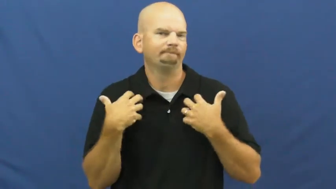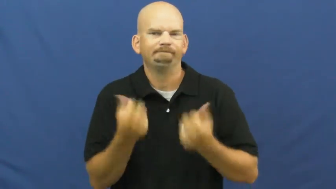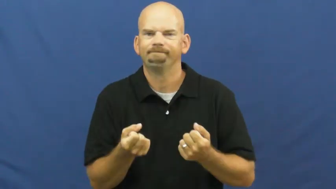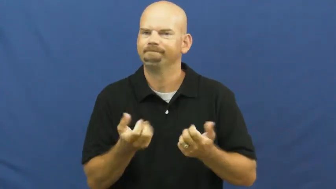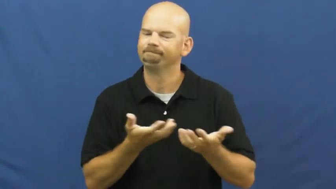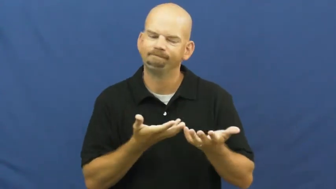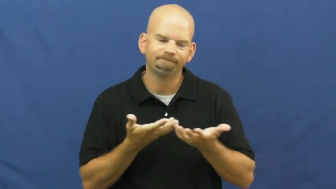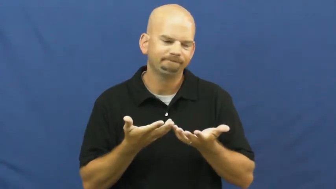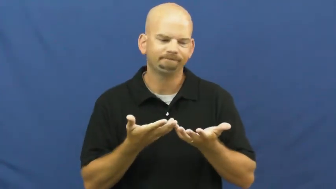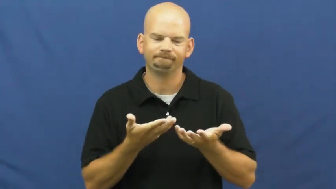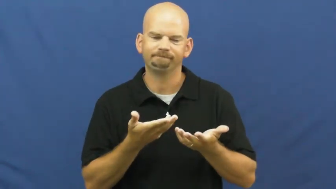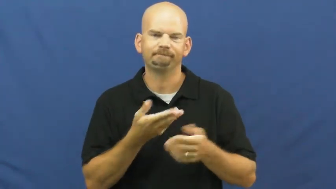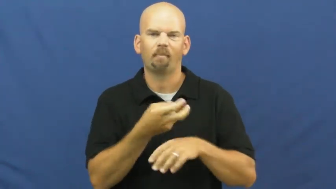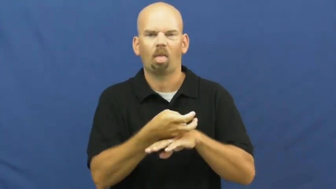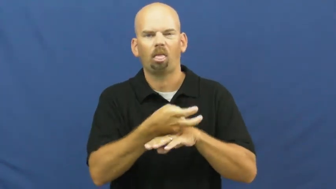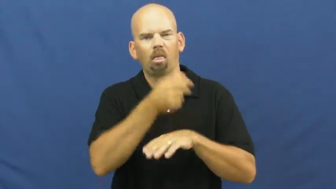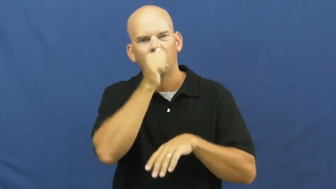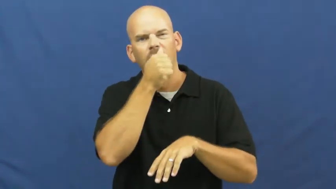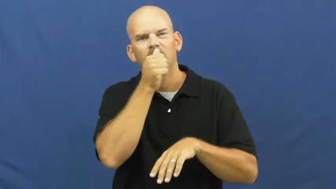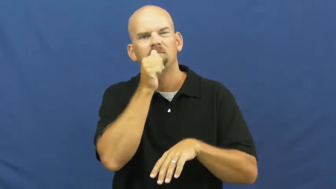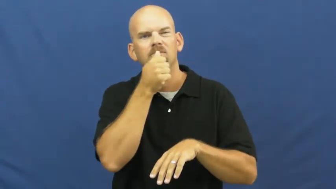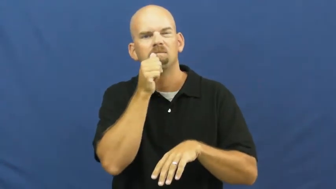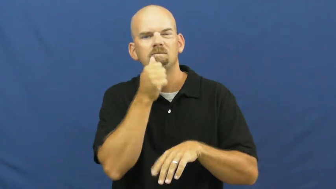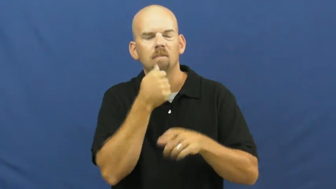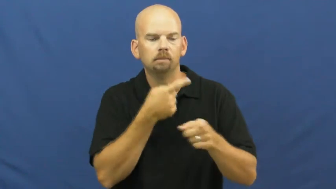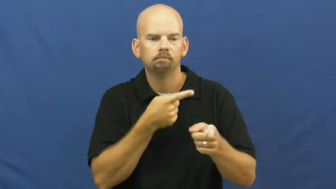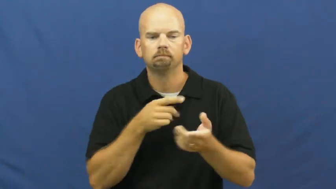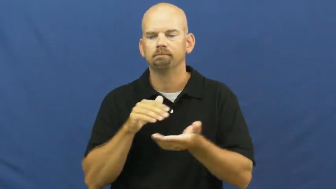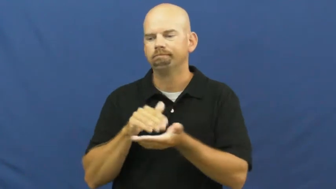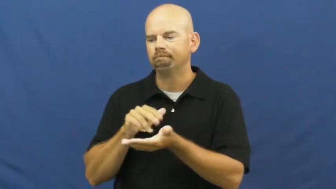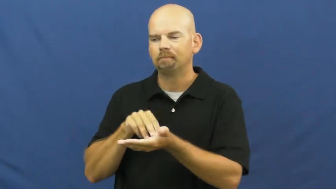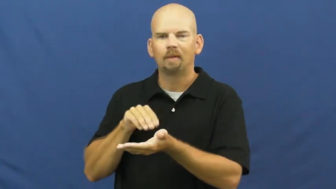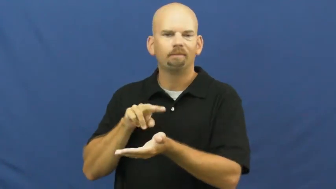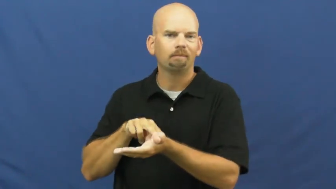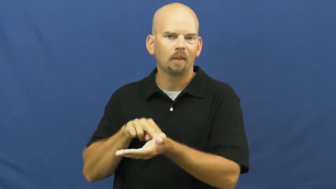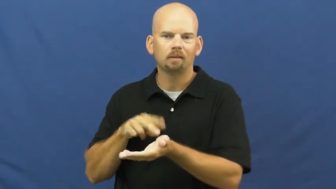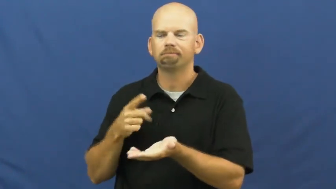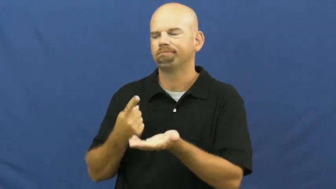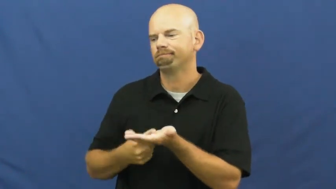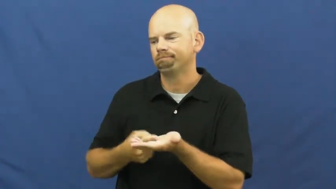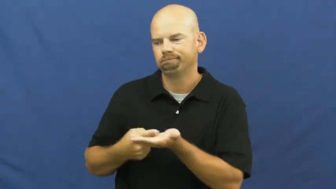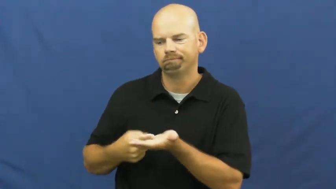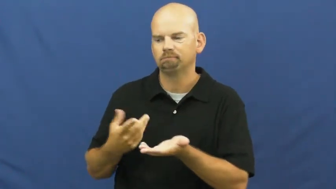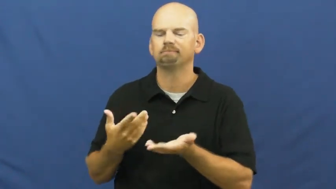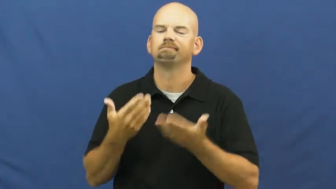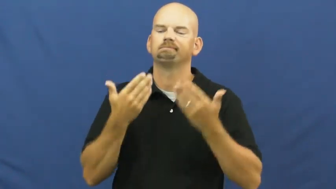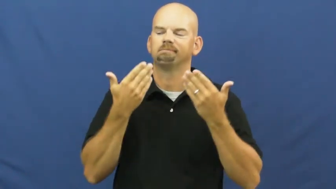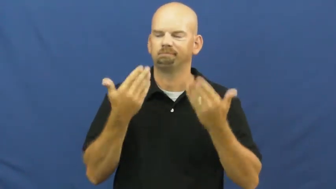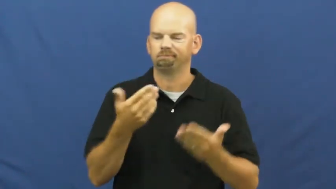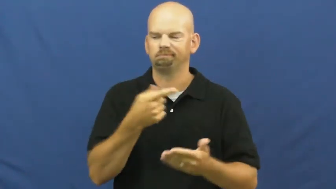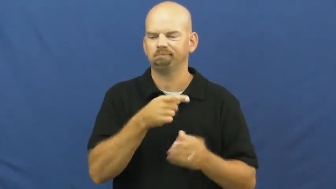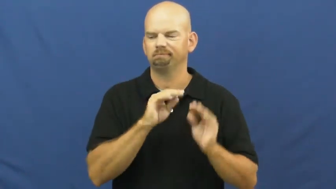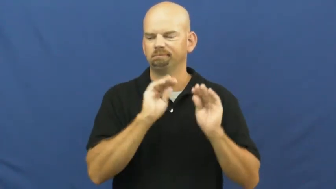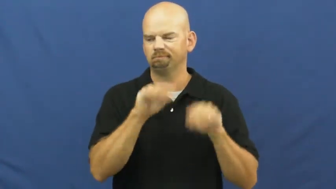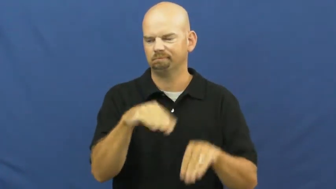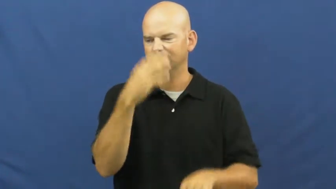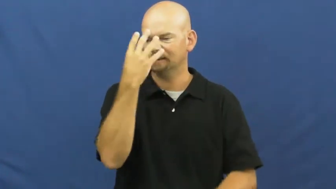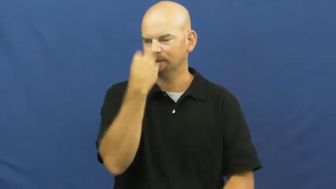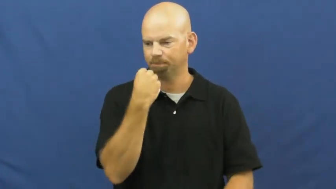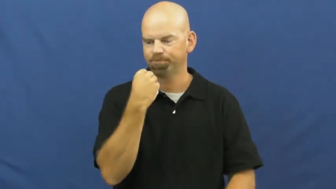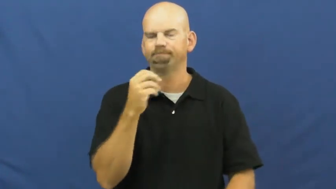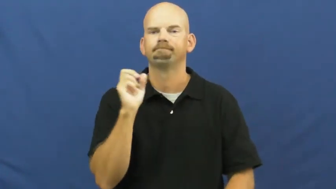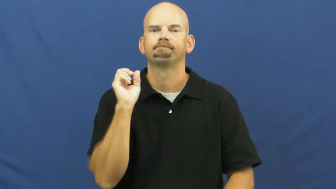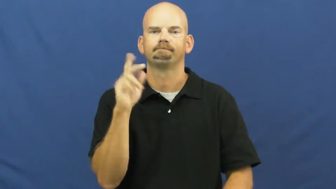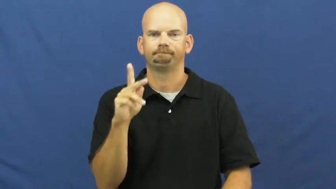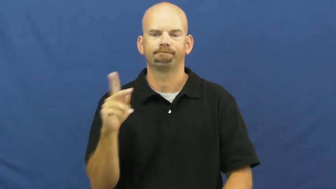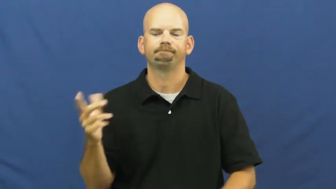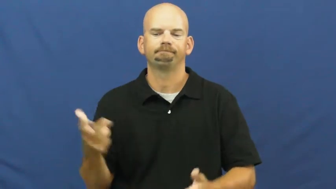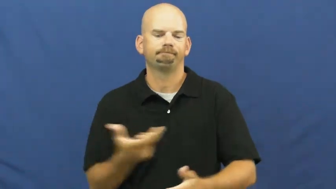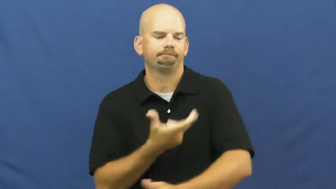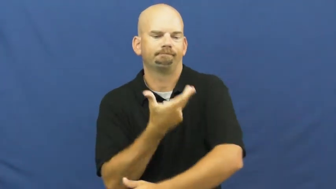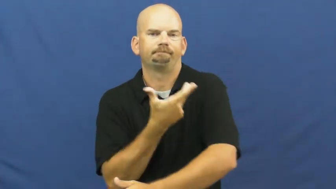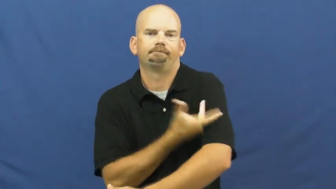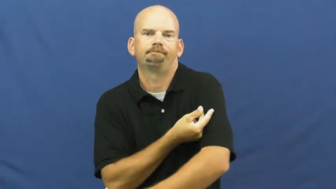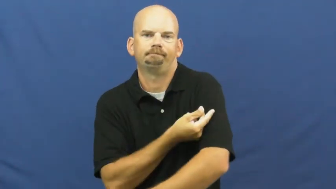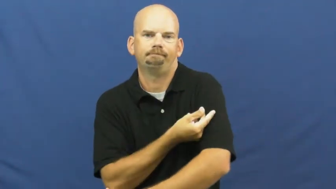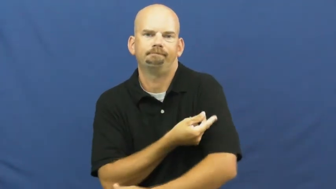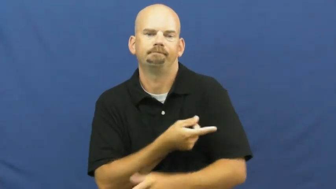euthanasia